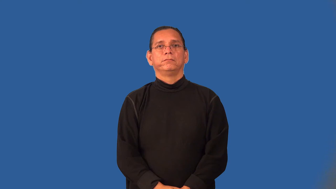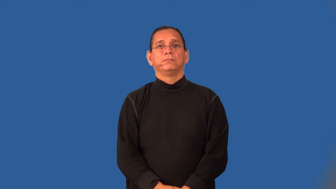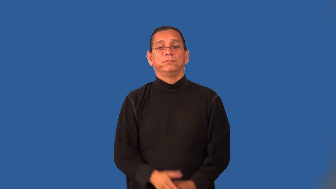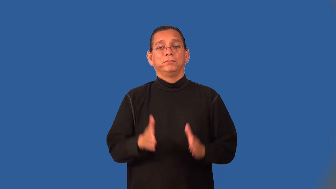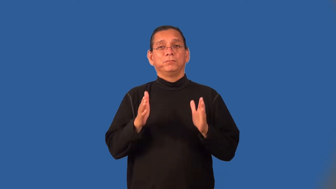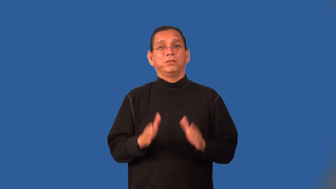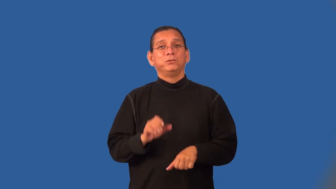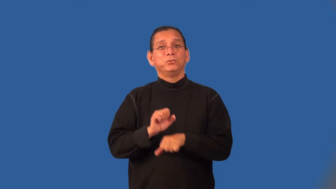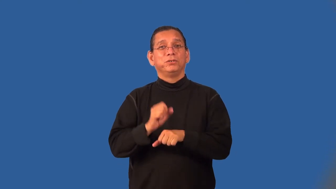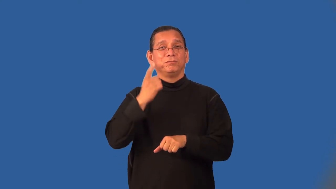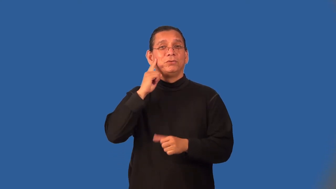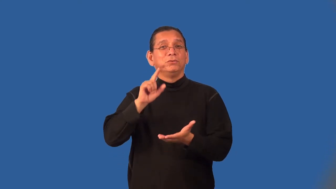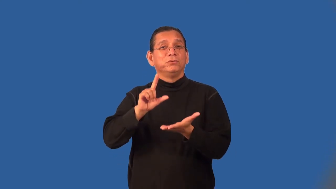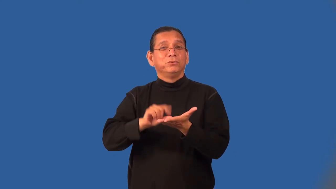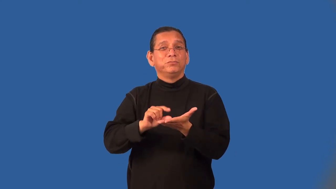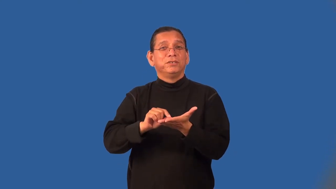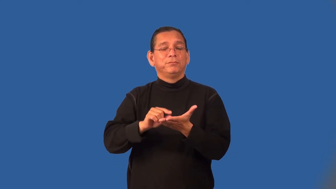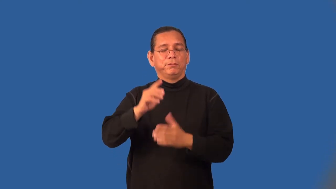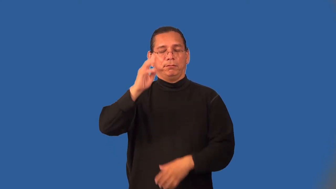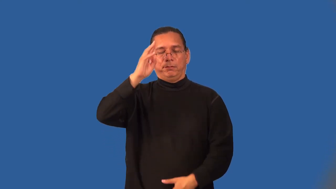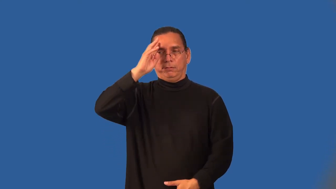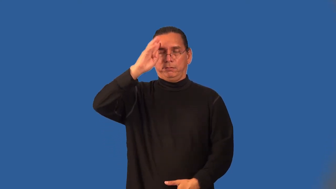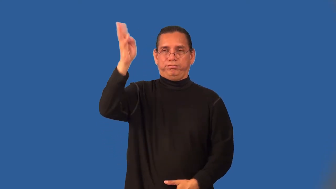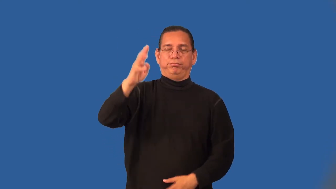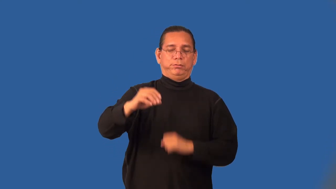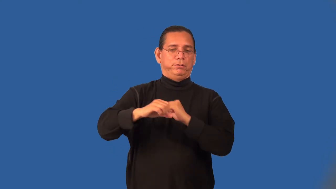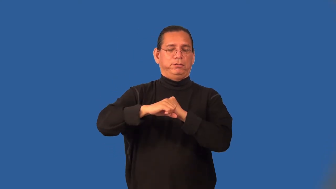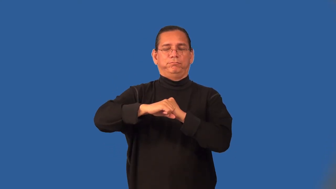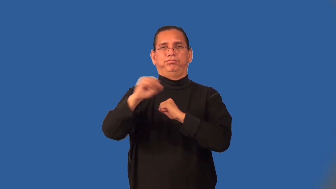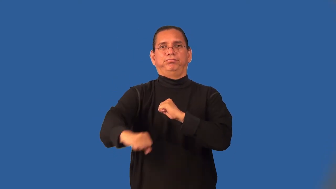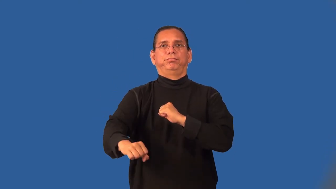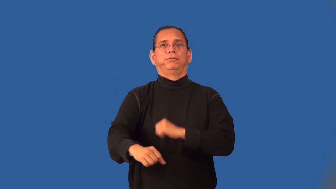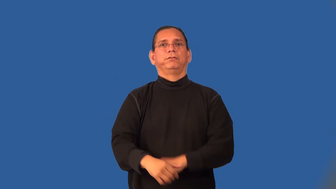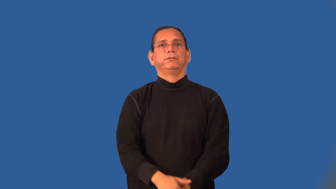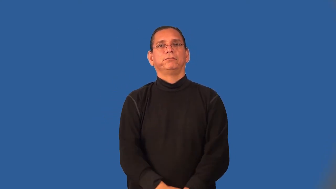sensationalist